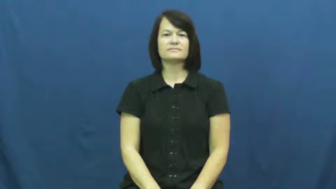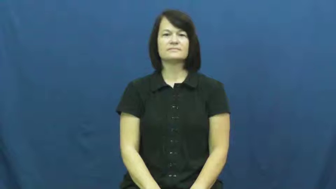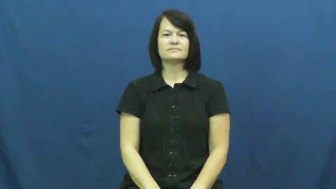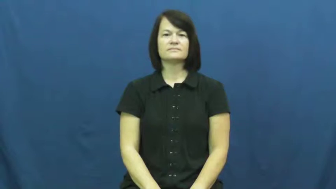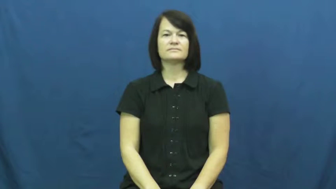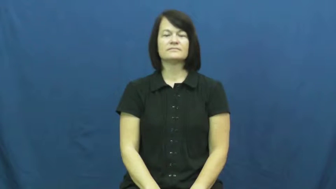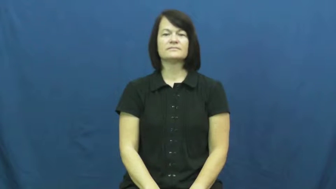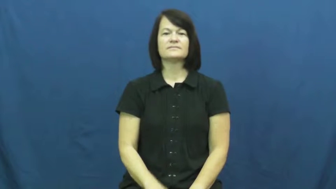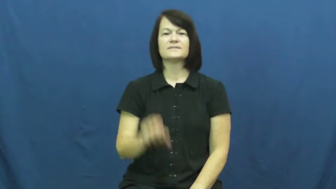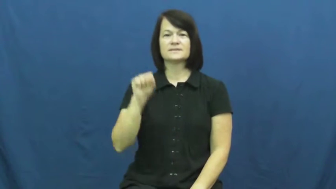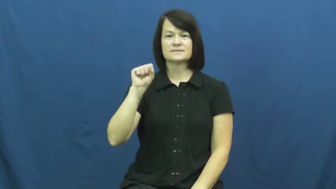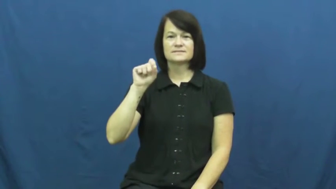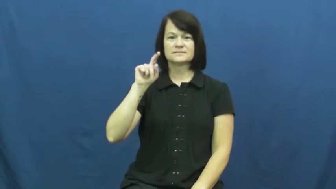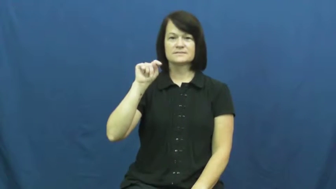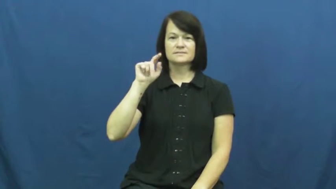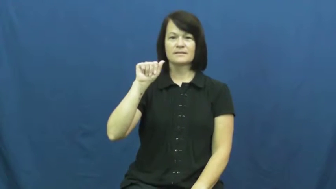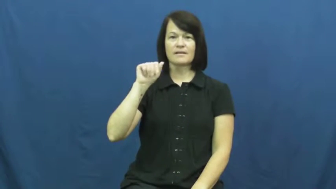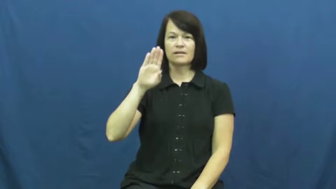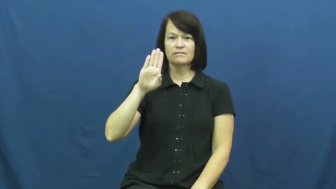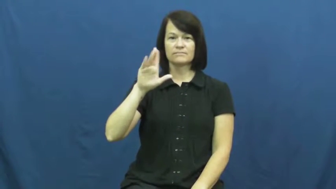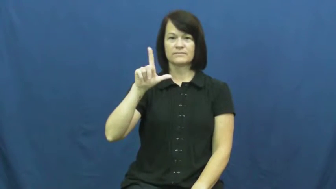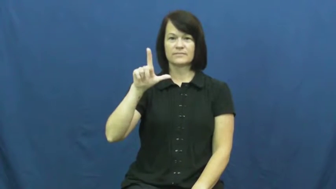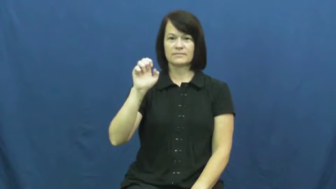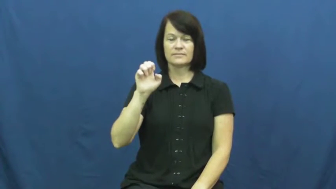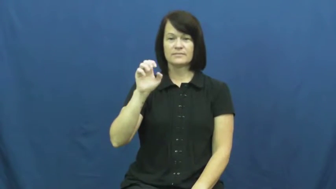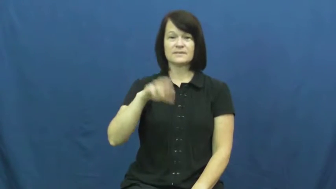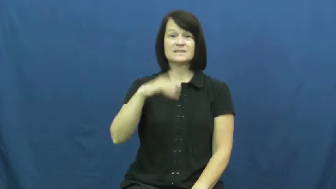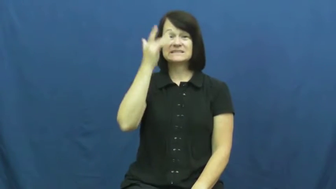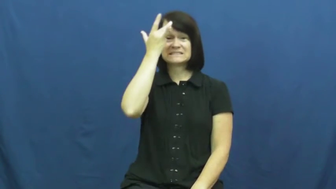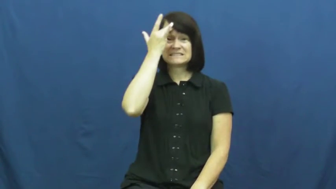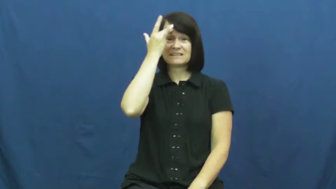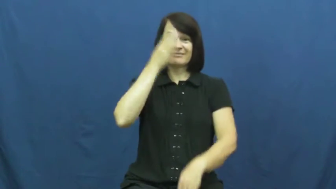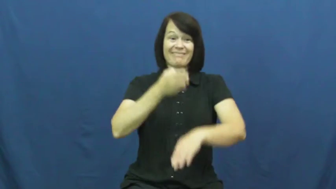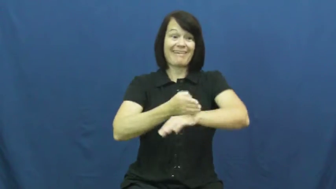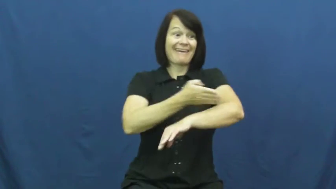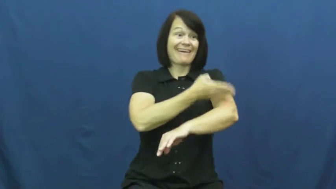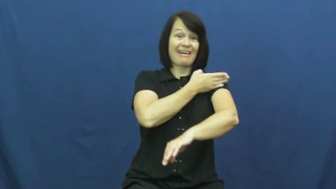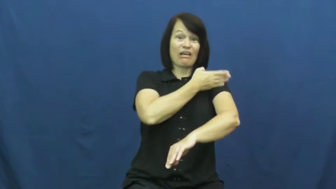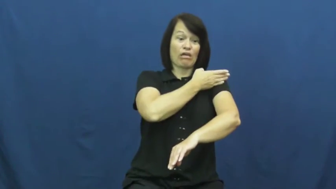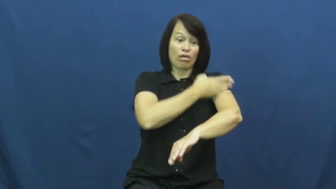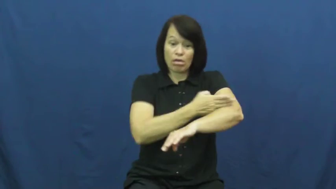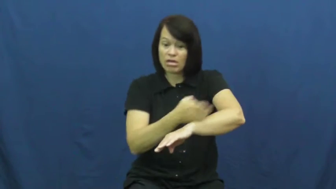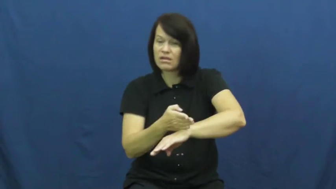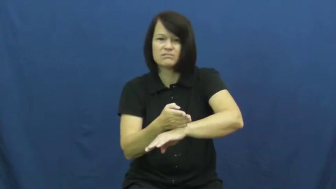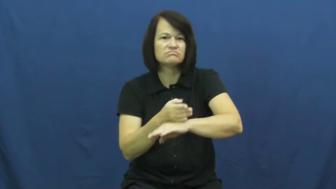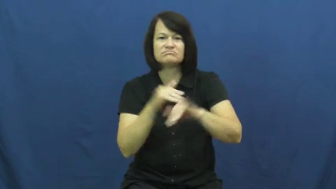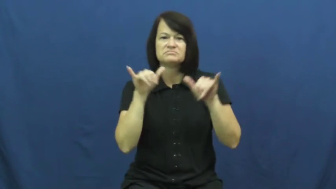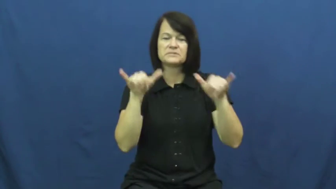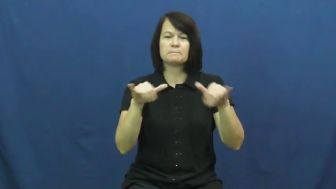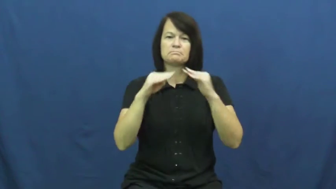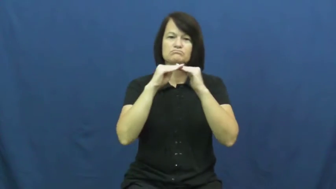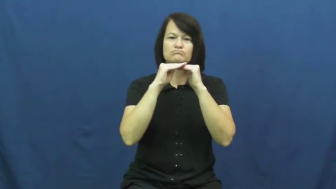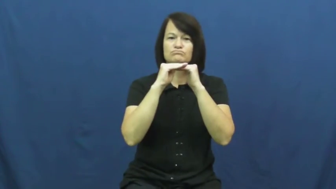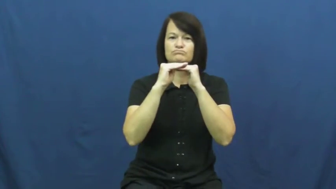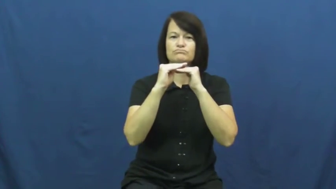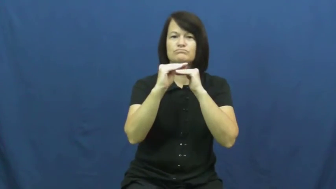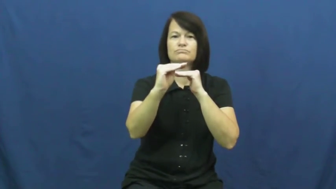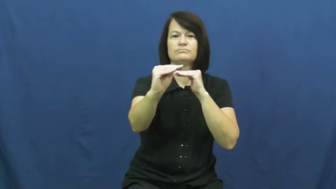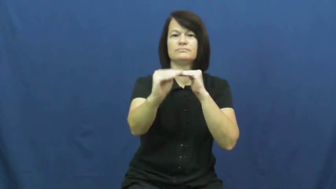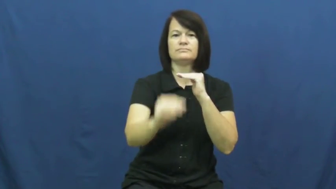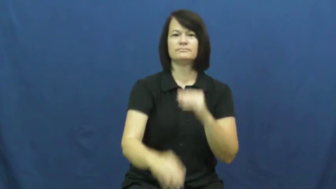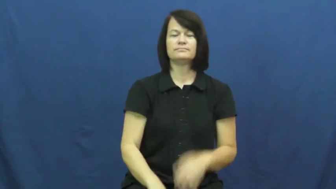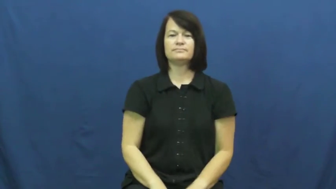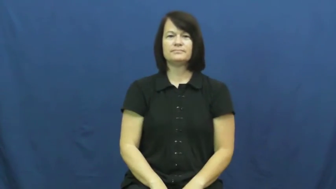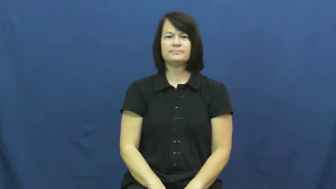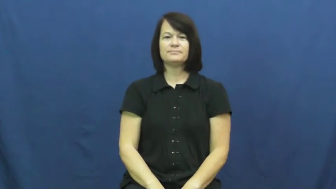stable-sick